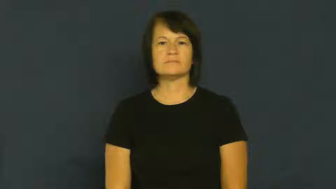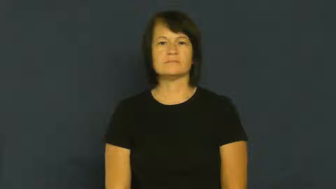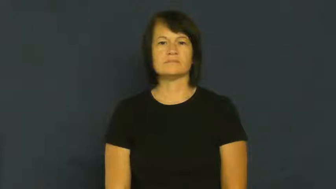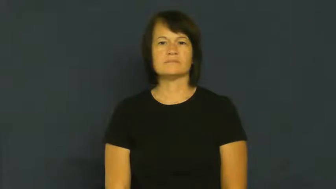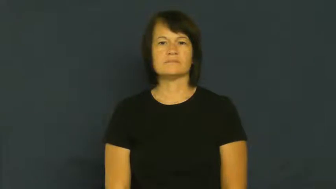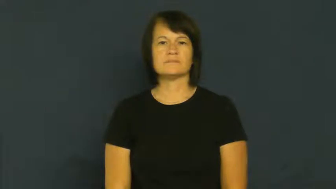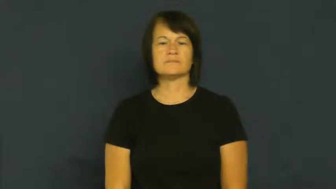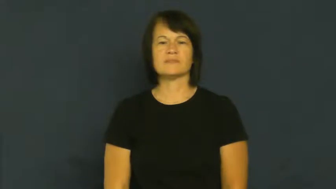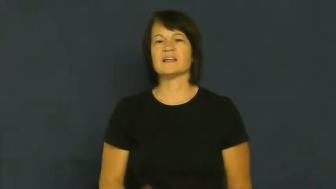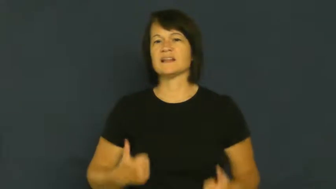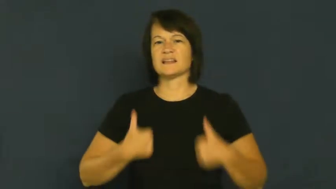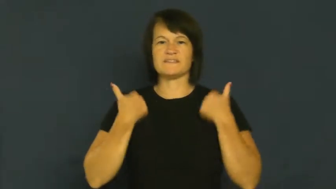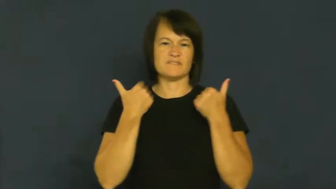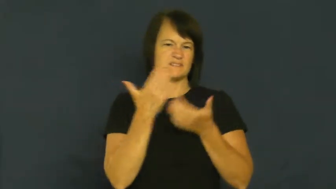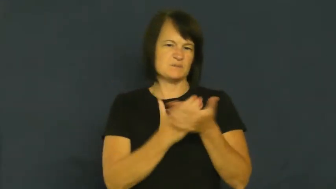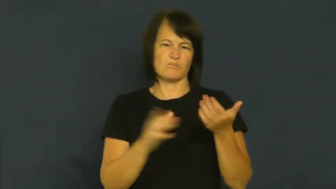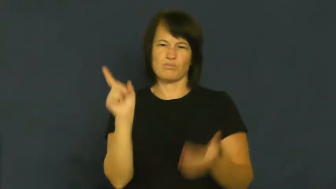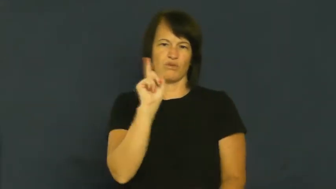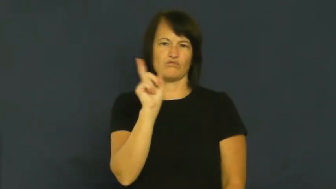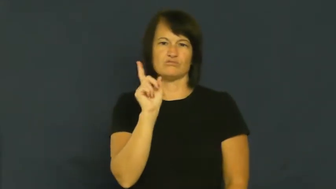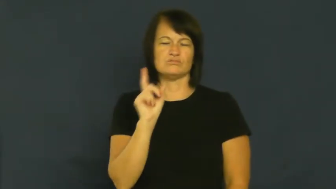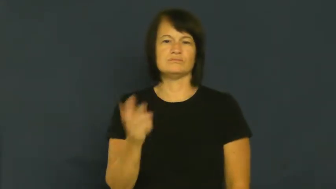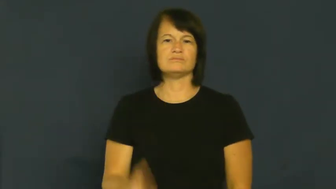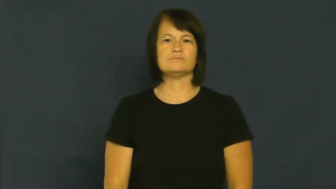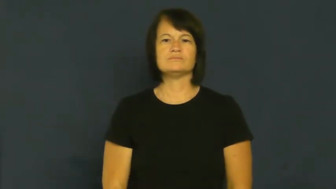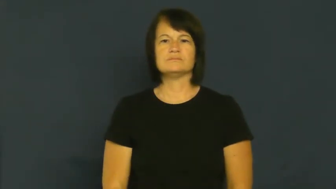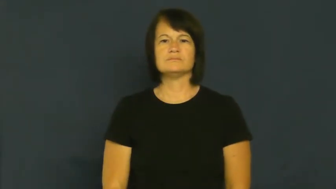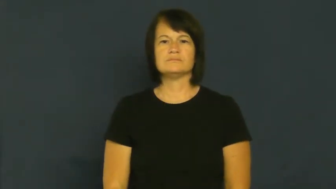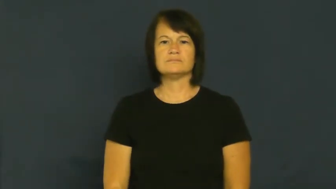dwell,abide,inhabit-live